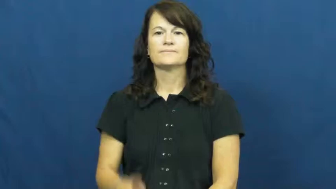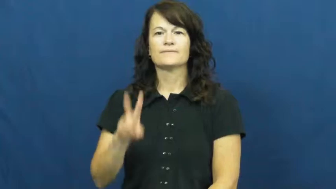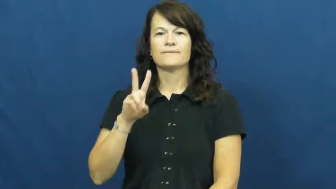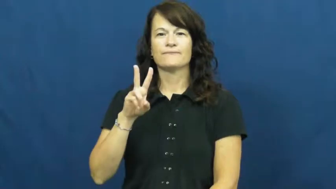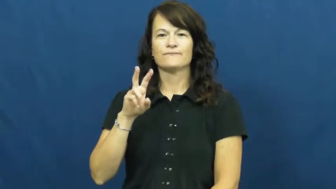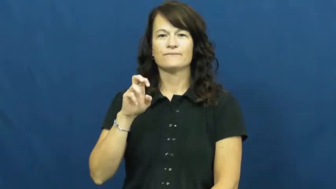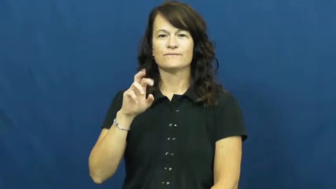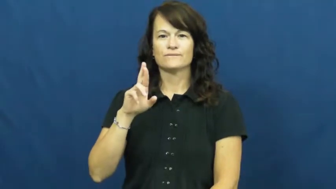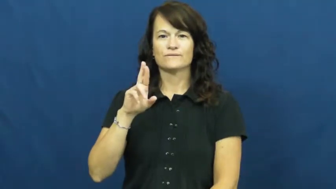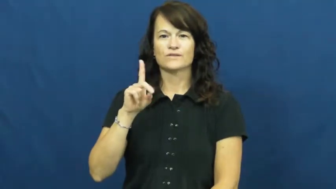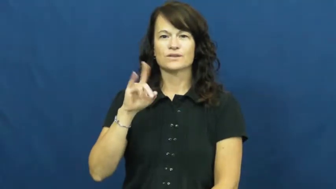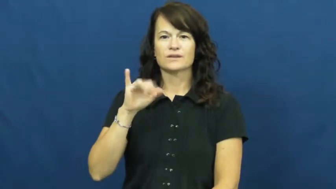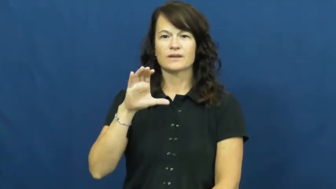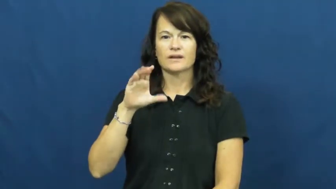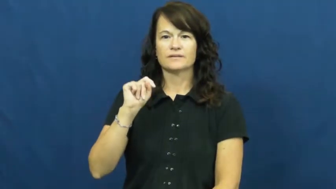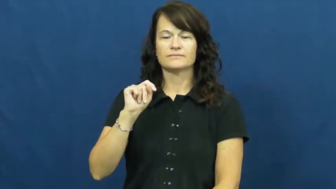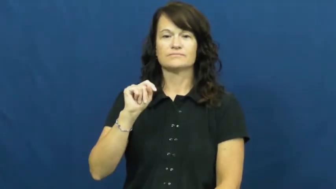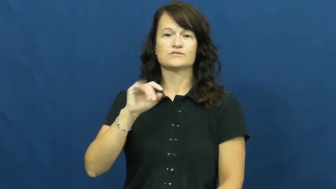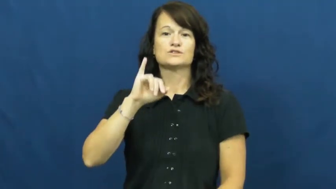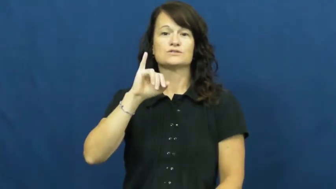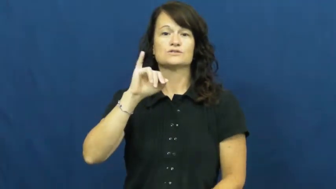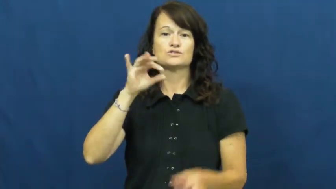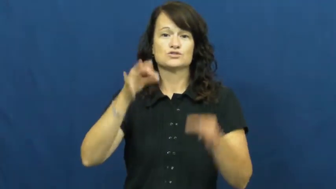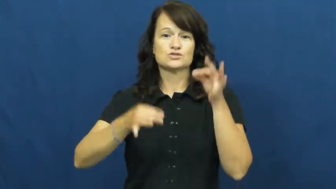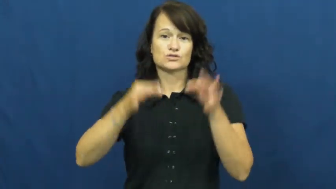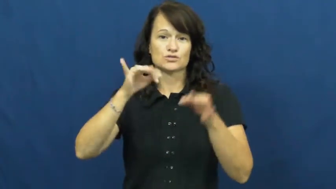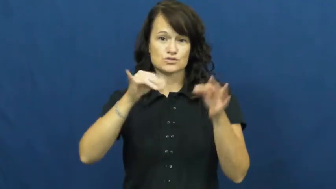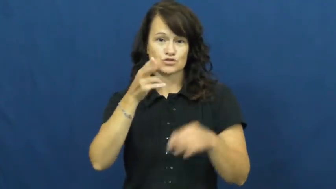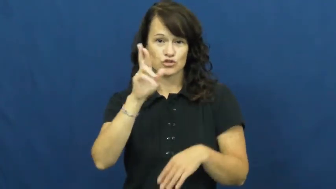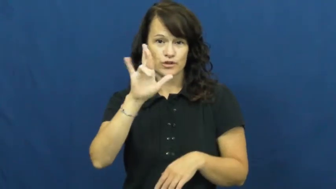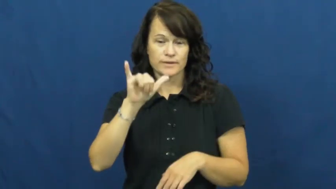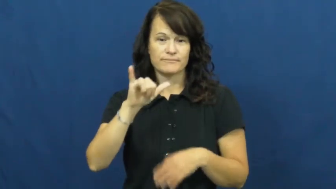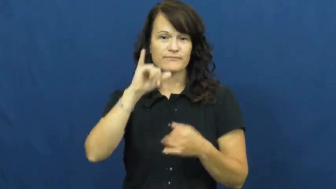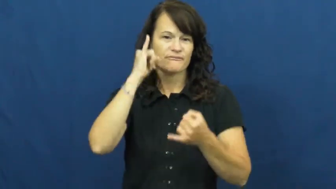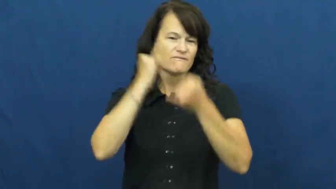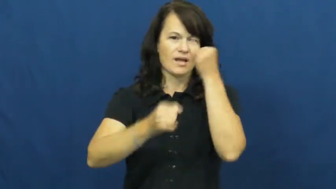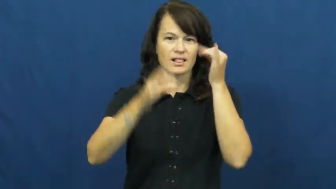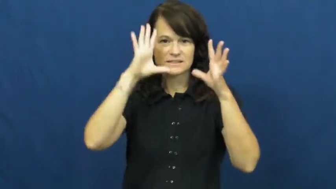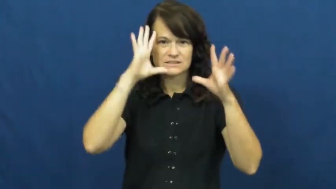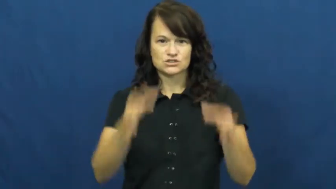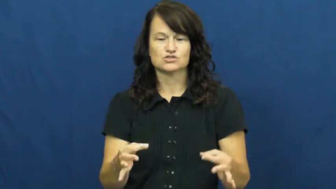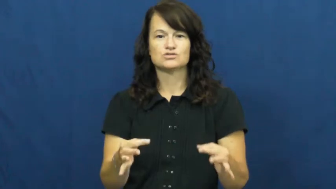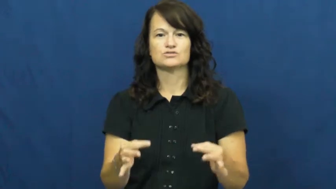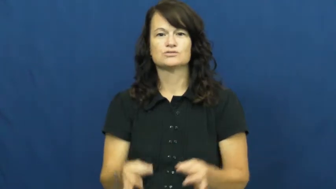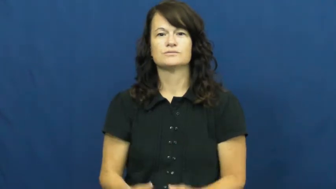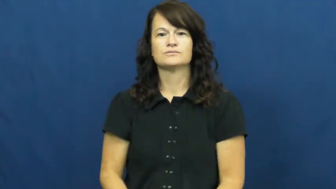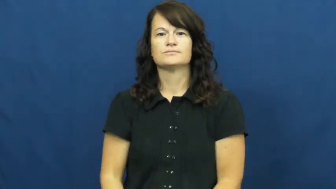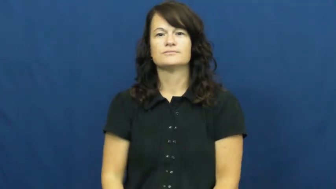verdict